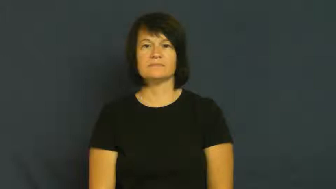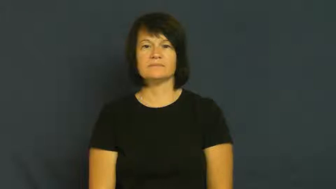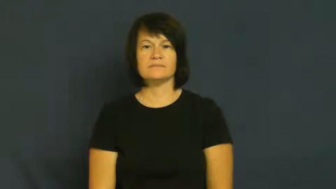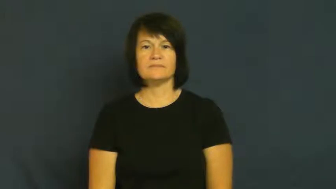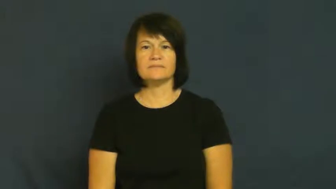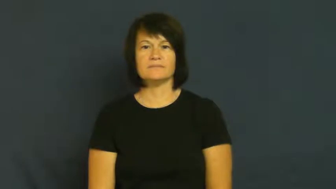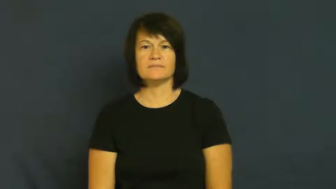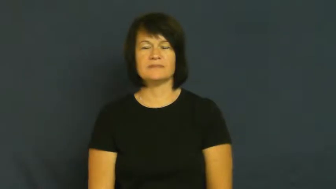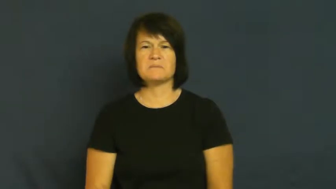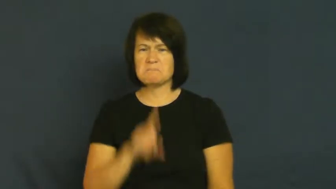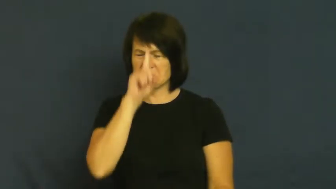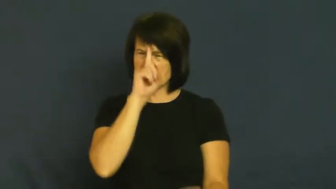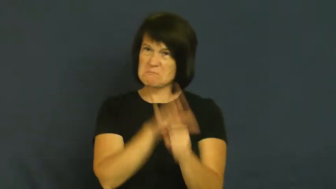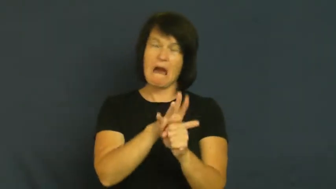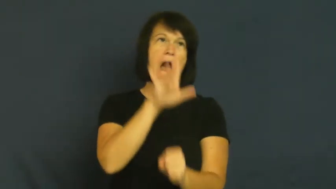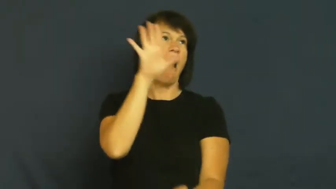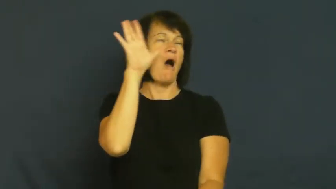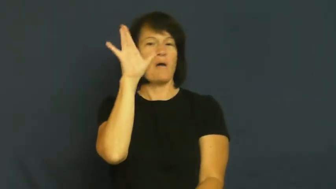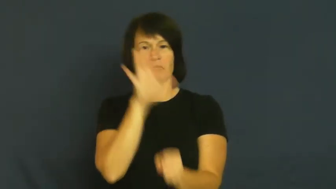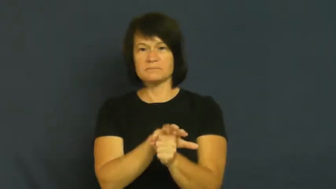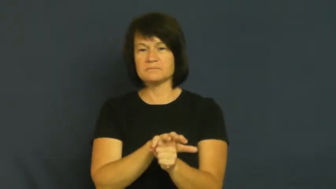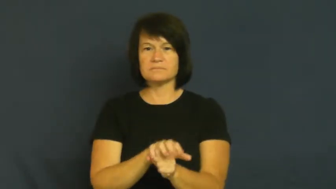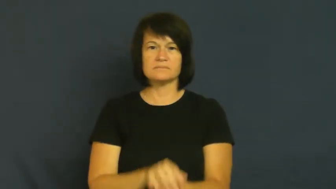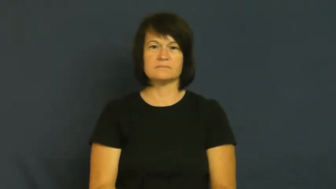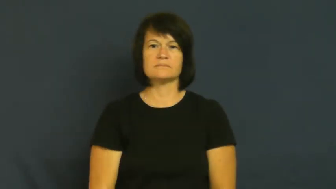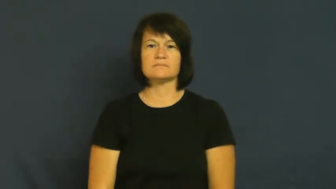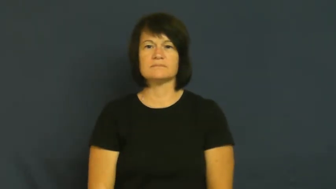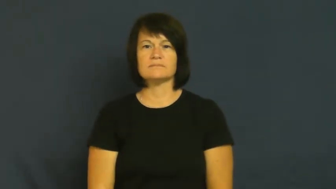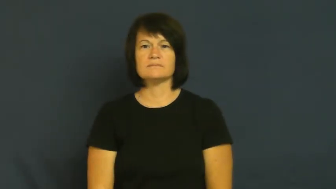erupt,blowup,irrupt